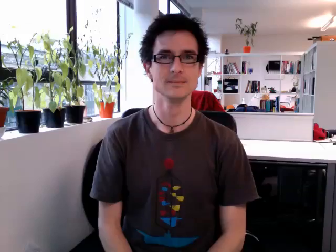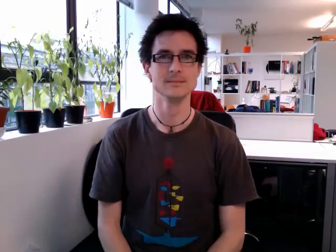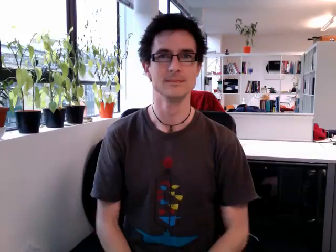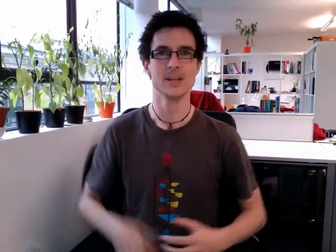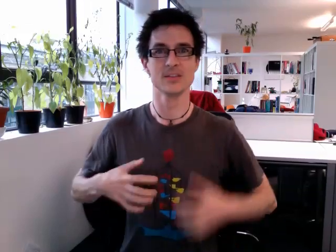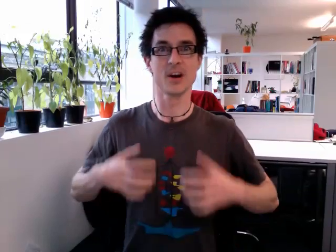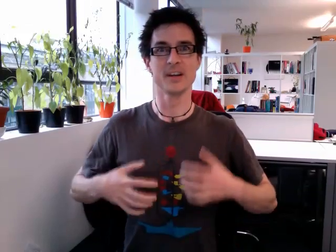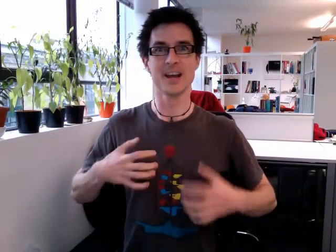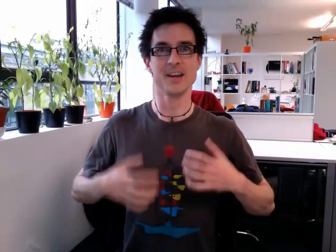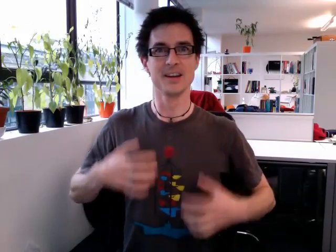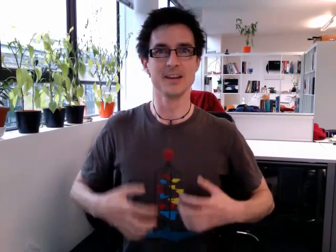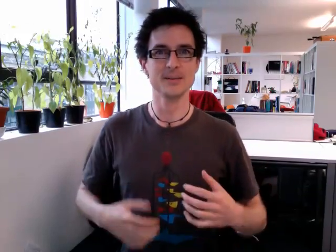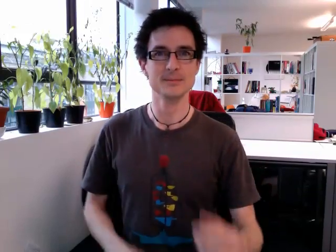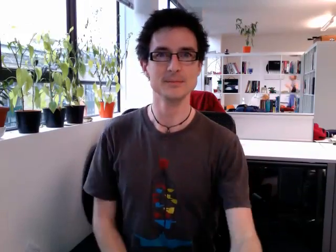excited